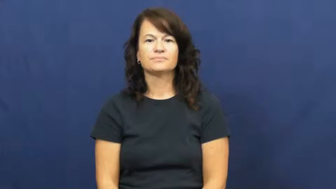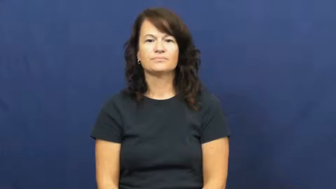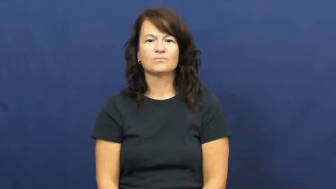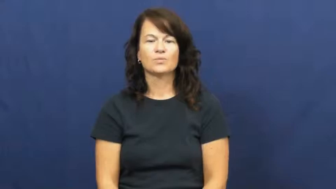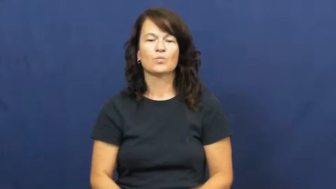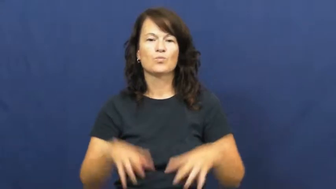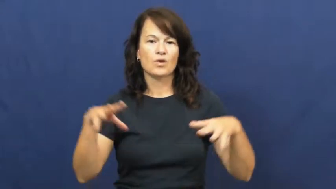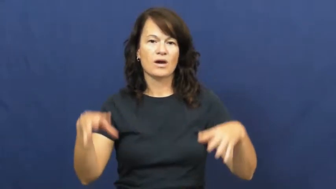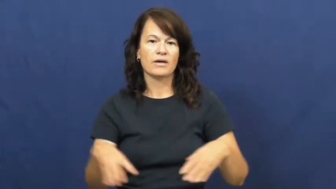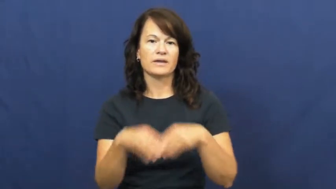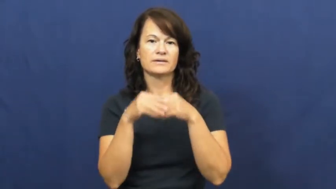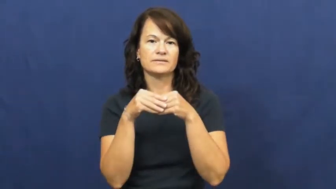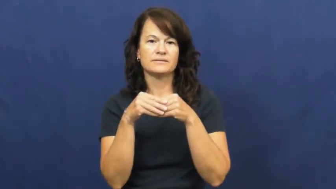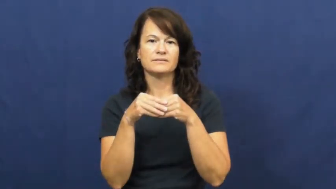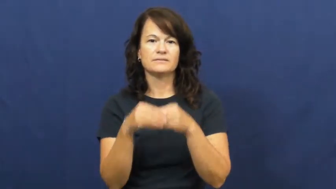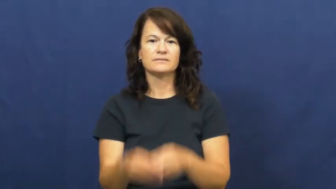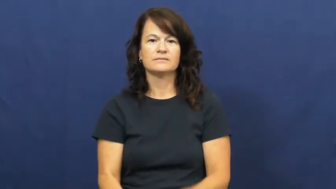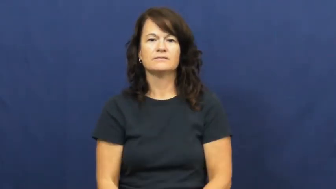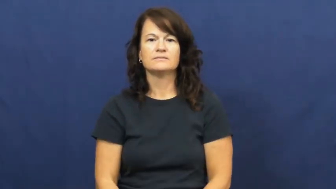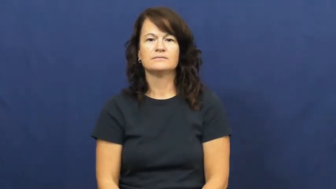wed,wedding,get married,matrimony